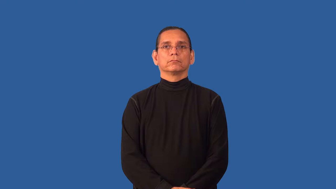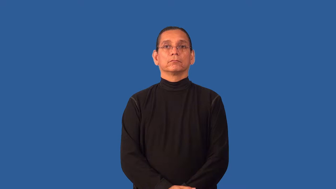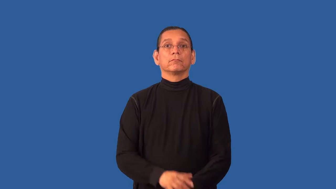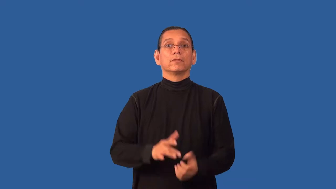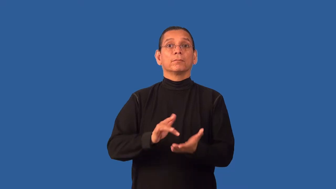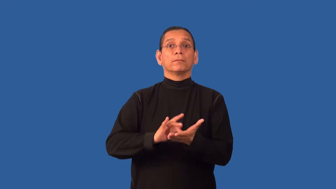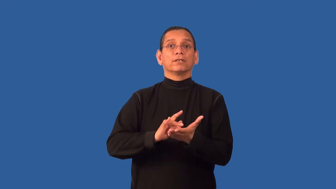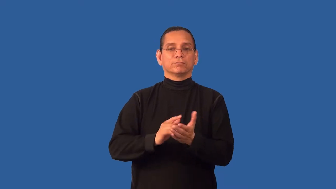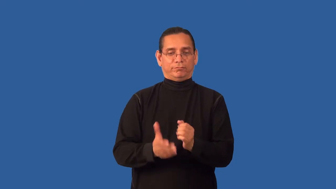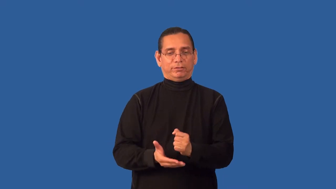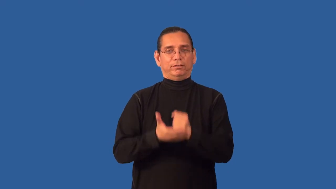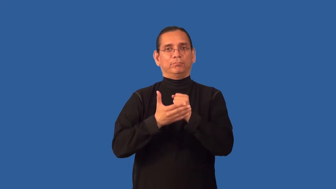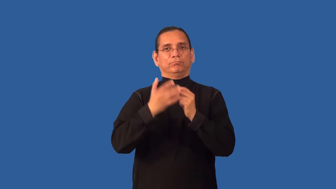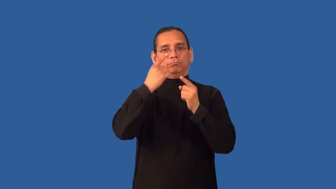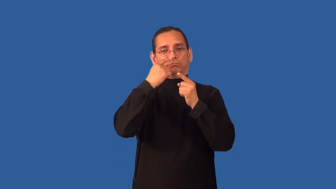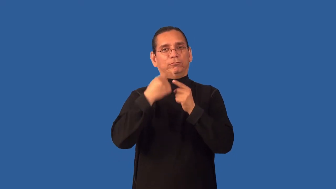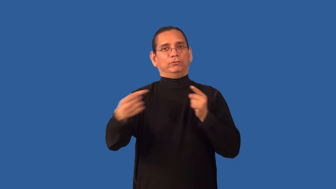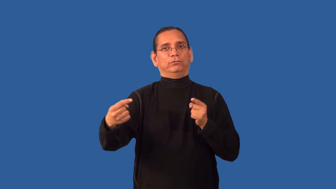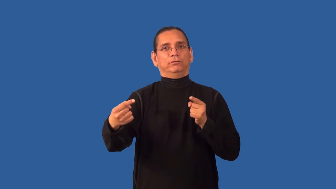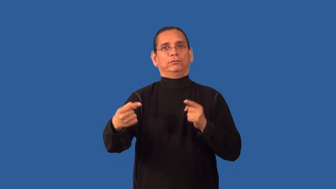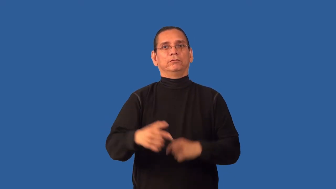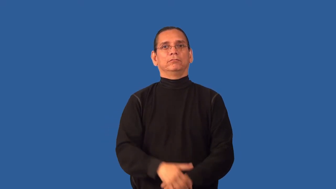antihistamine